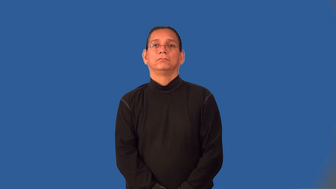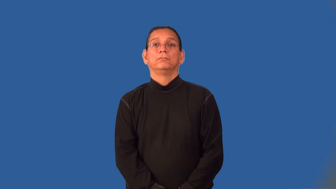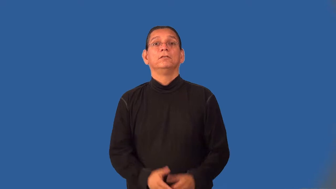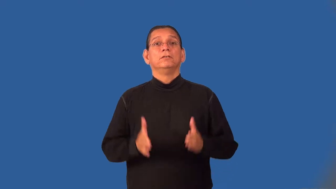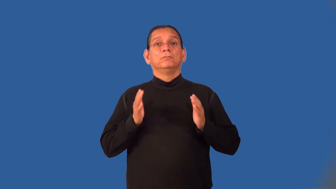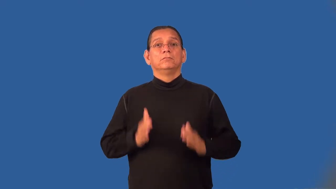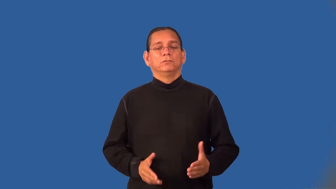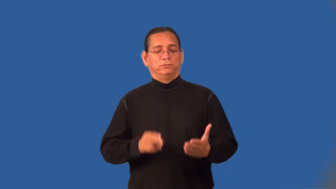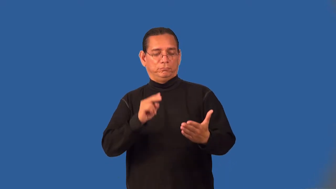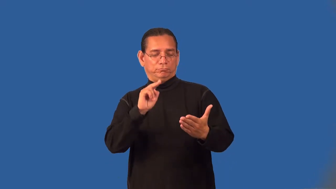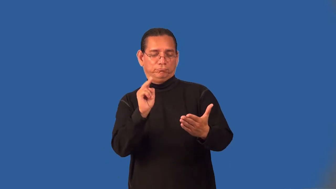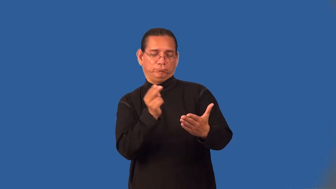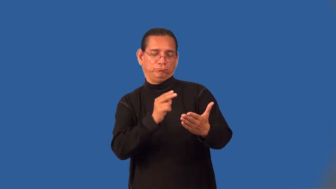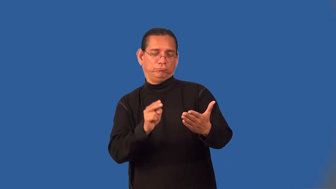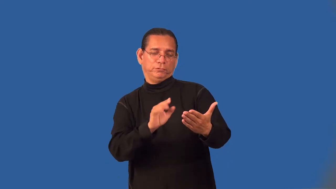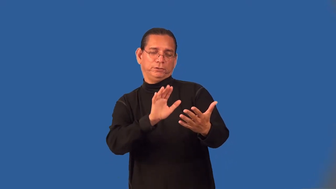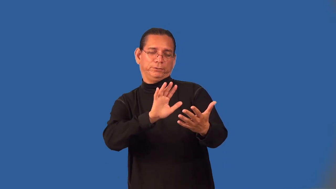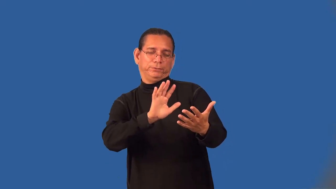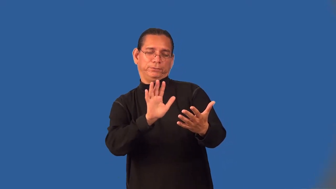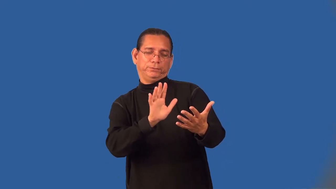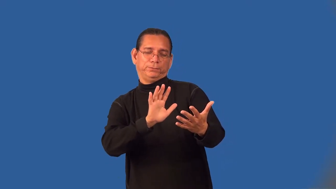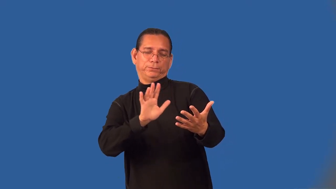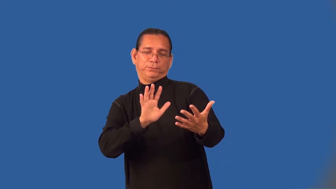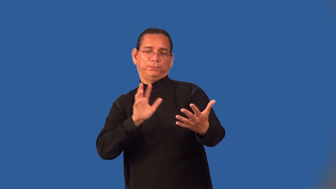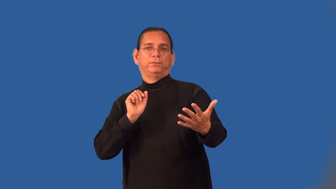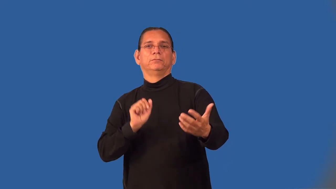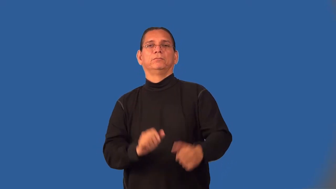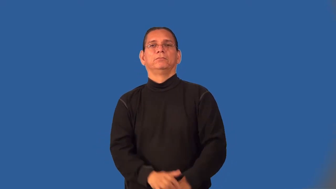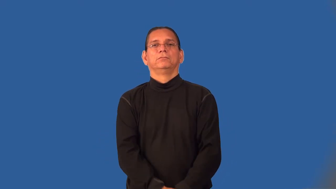impressionist